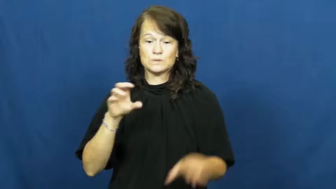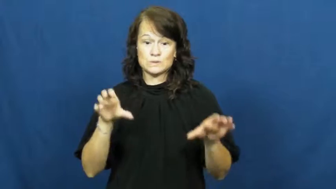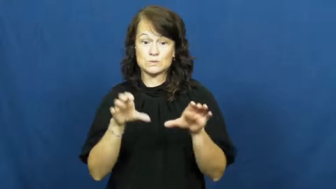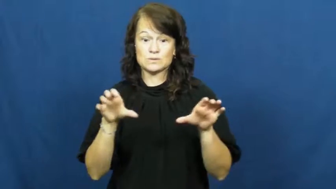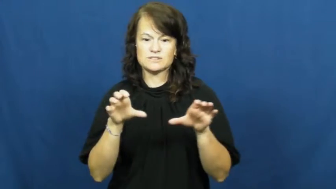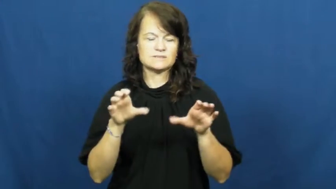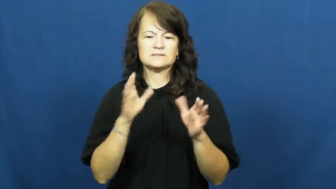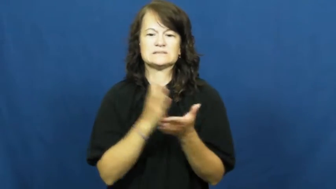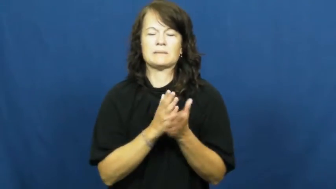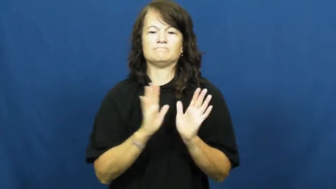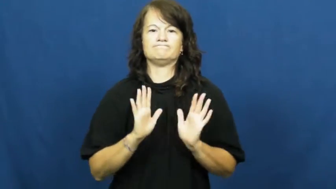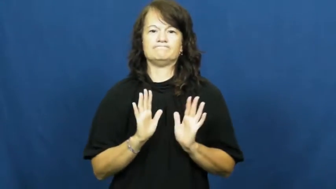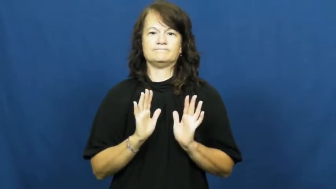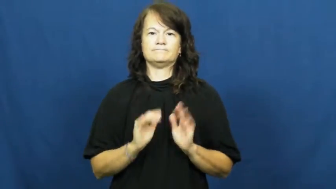refrain,keep from,keep off,stay off,pull back-not do